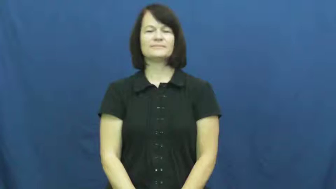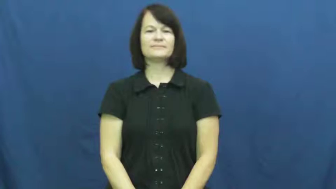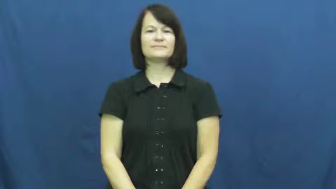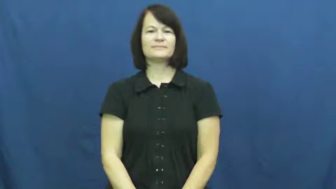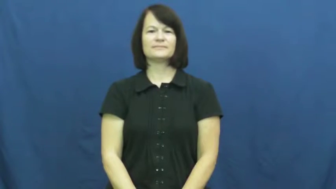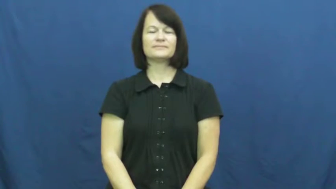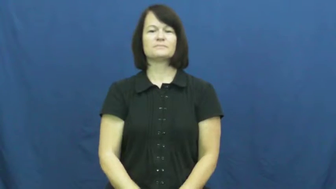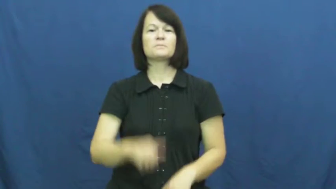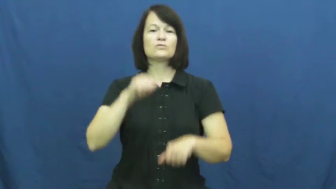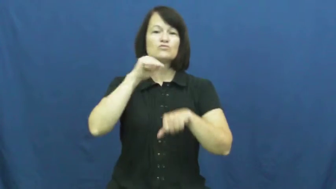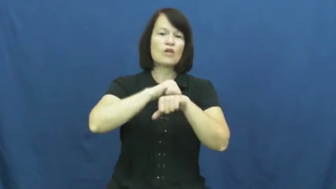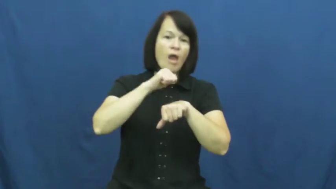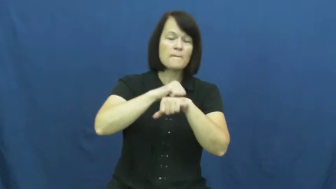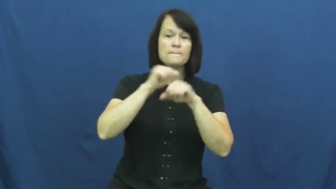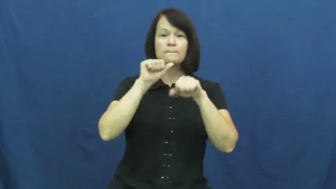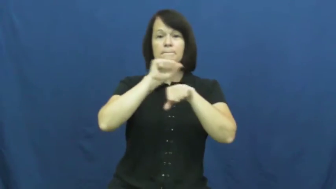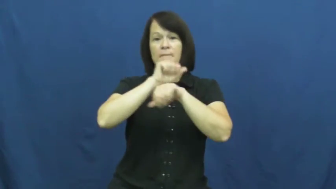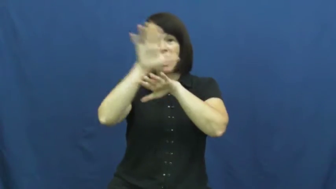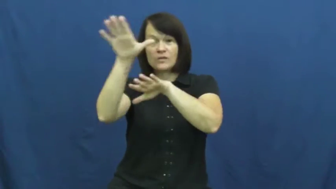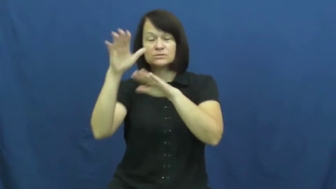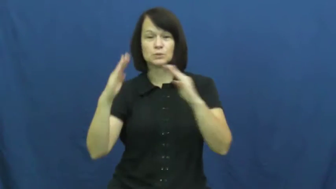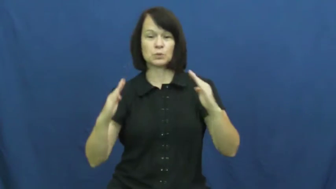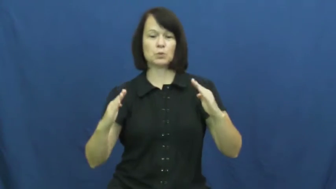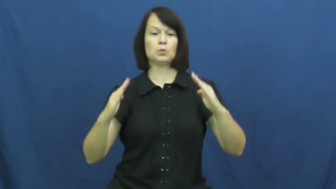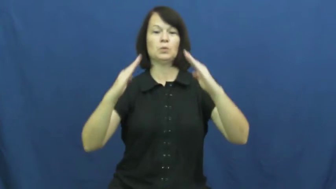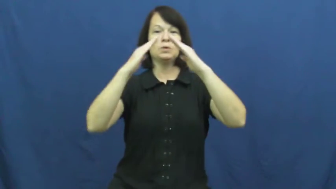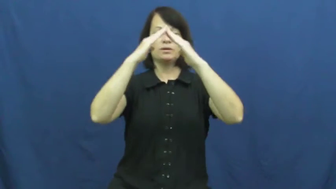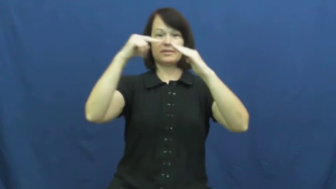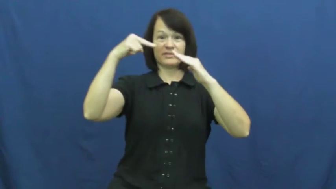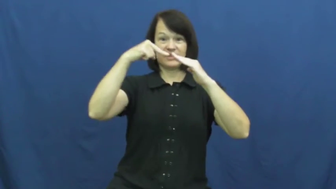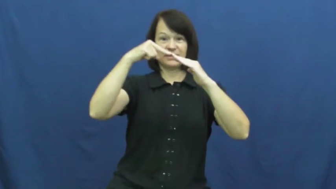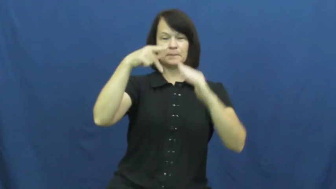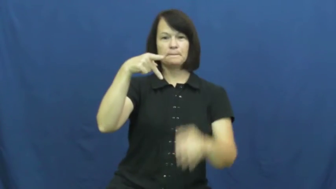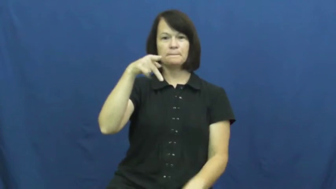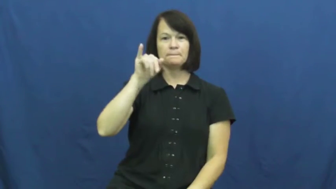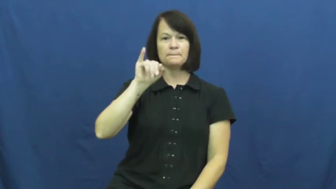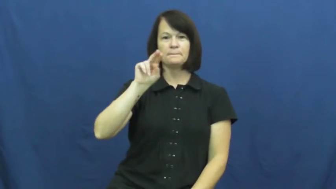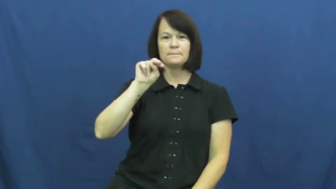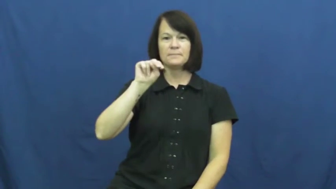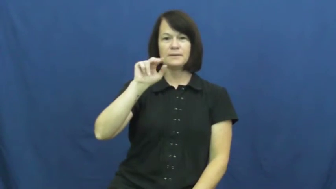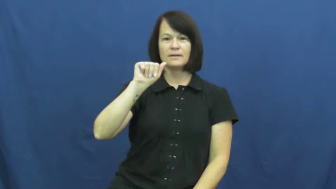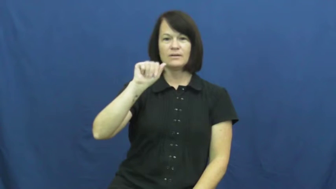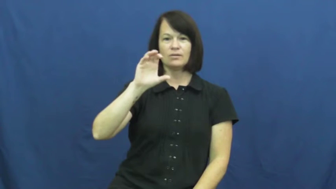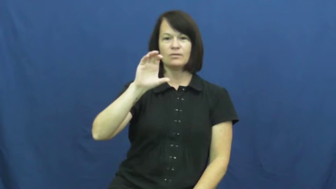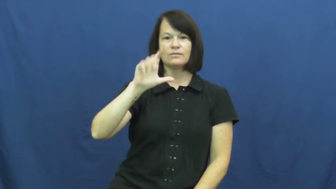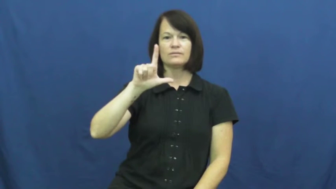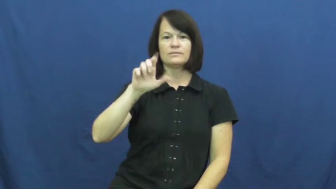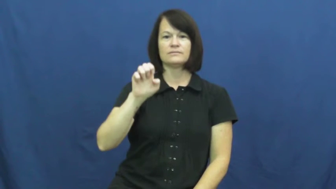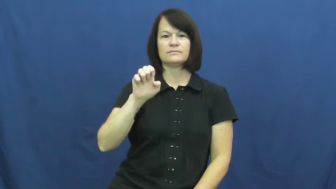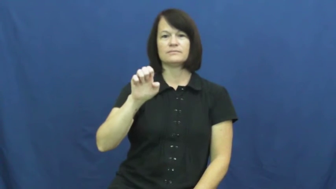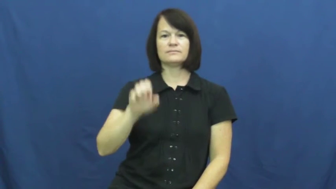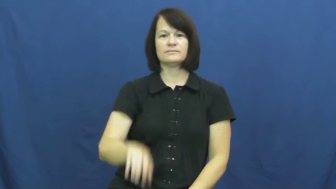pinnacle